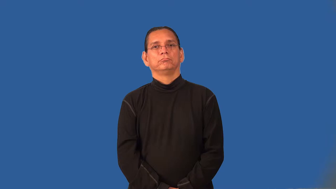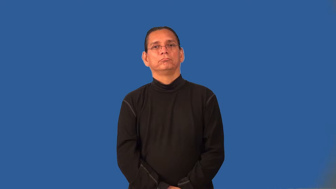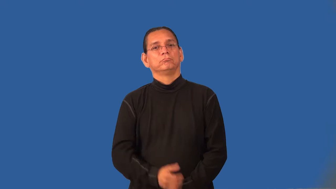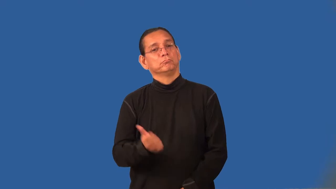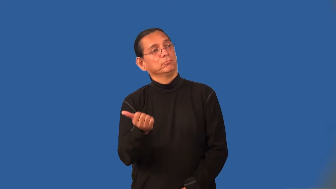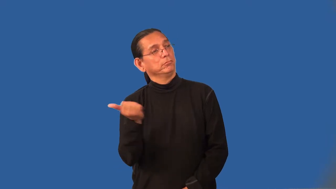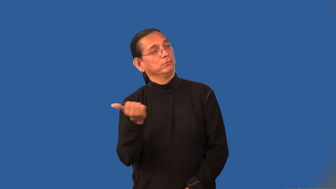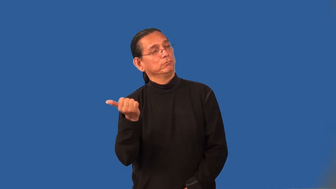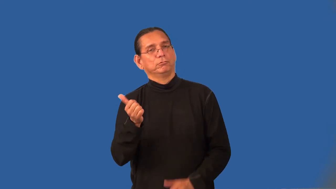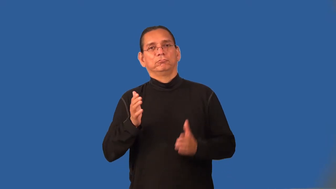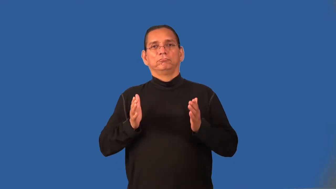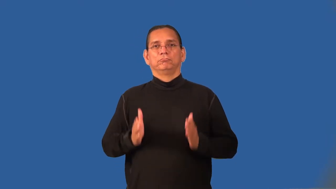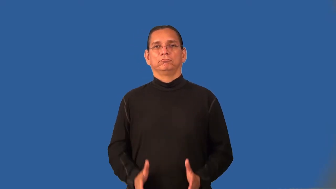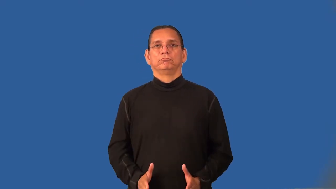hitchhiker,hitcher